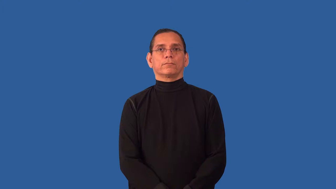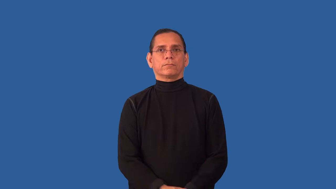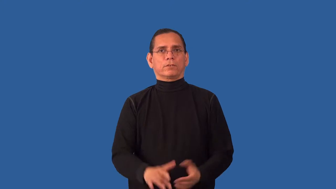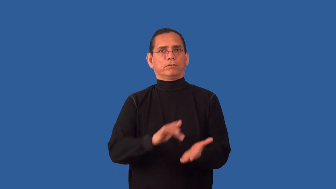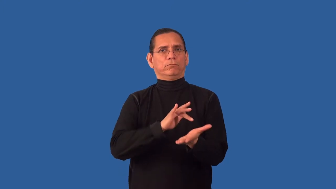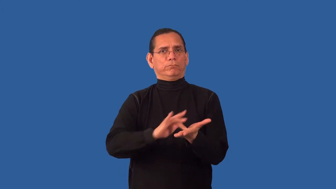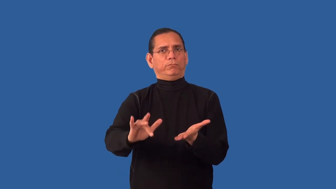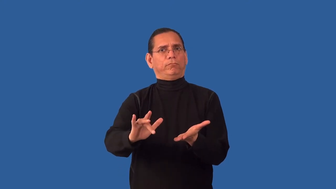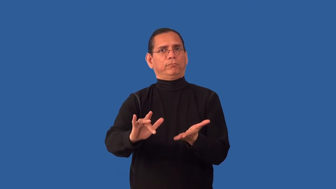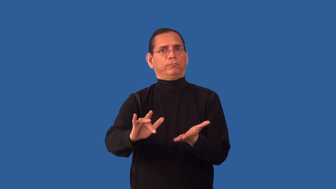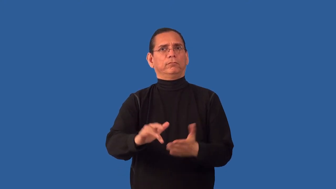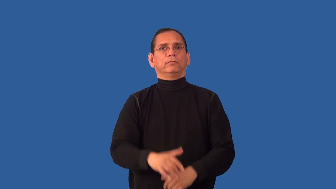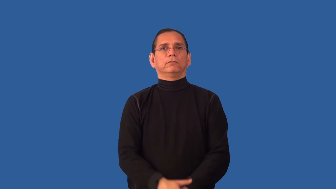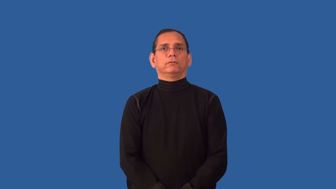unmannered